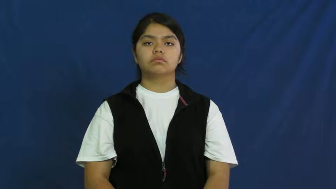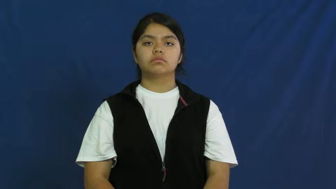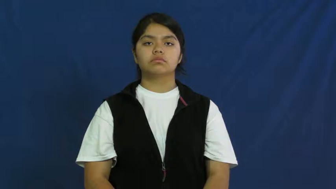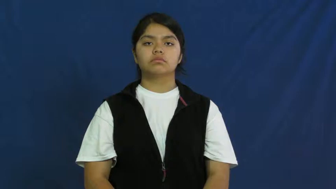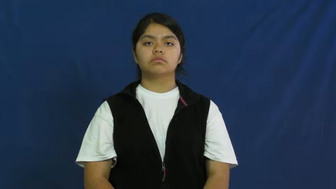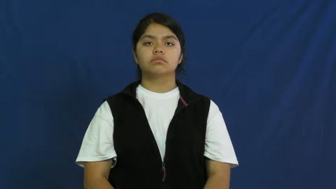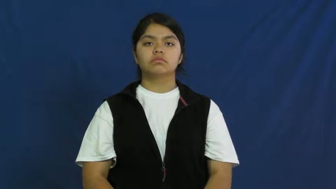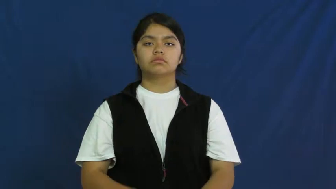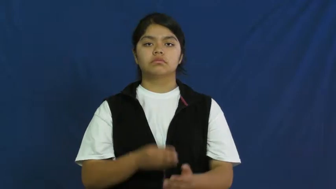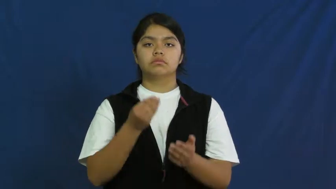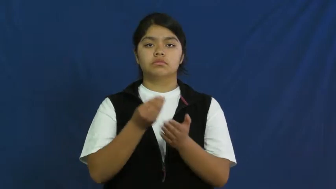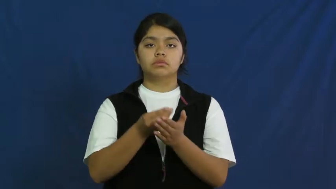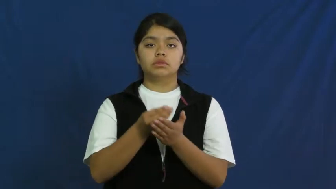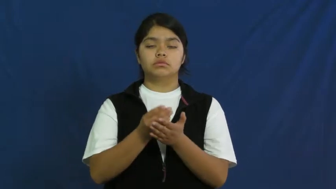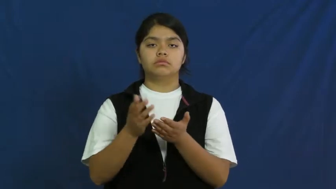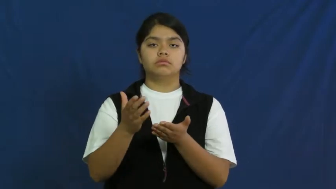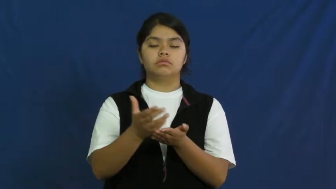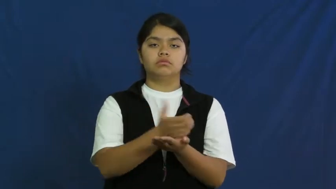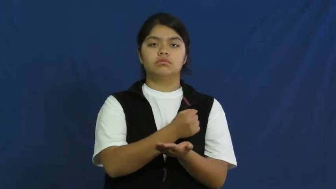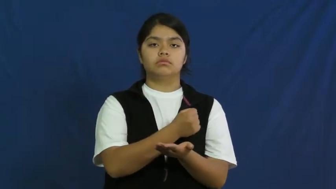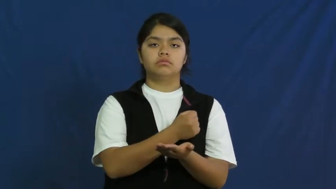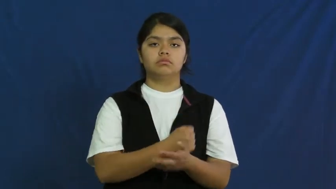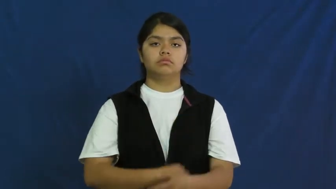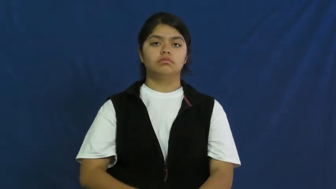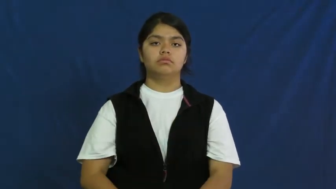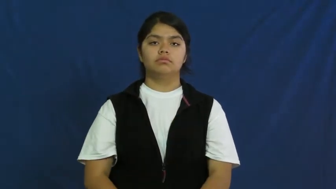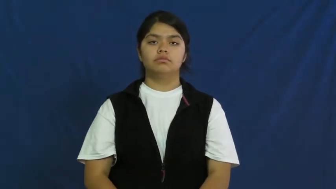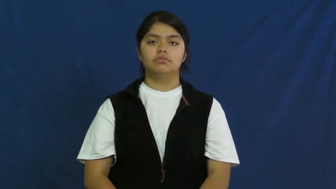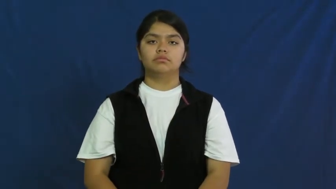income